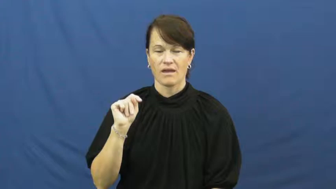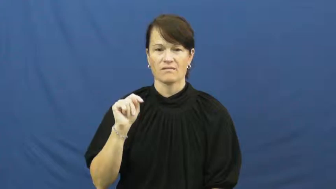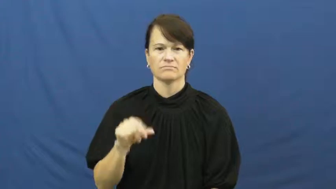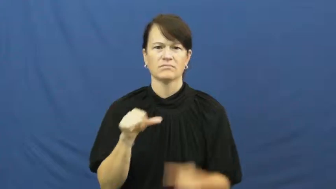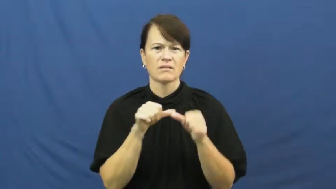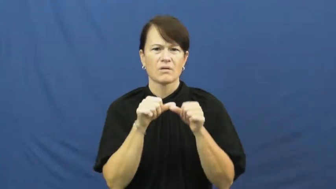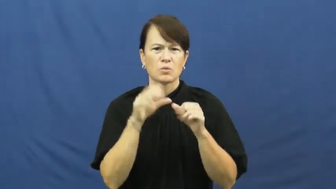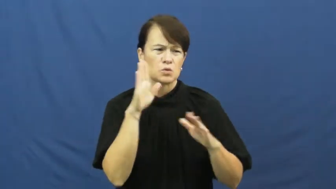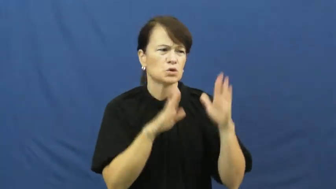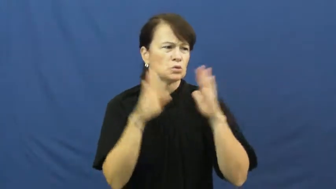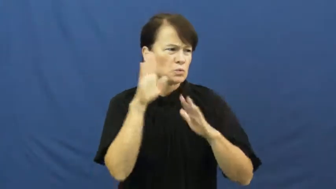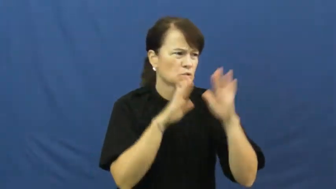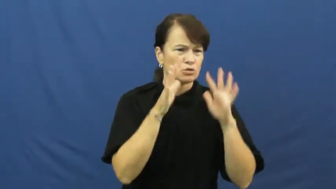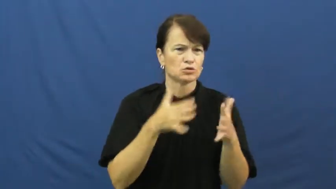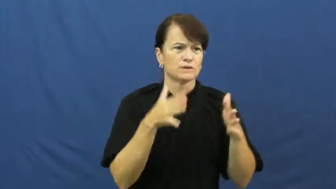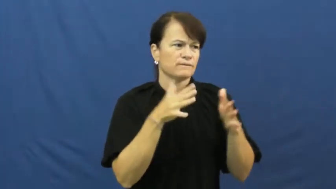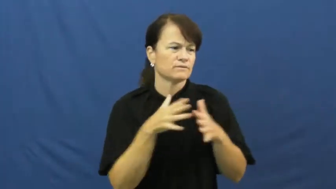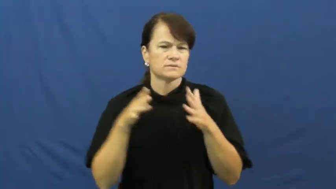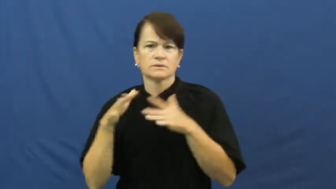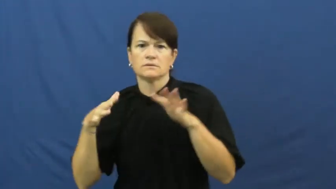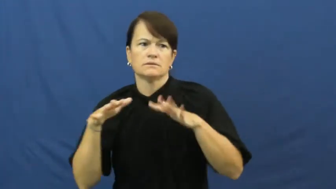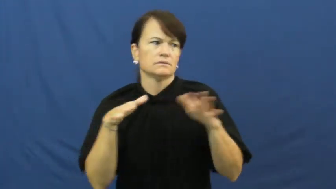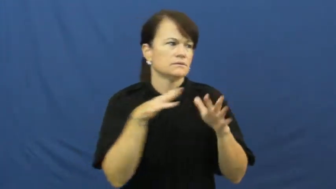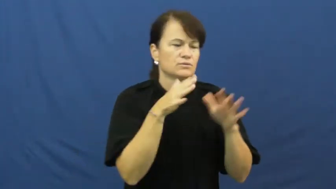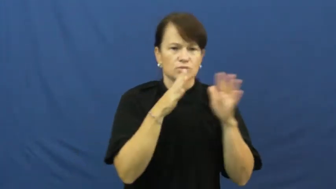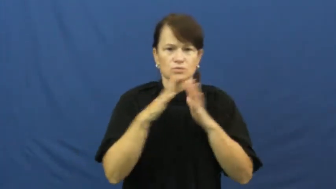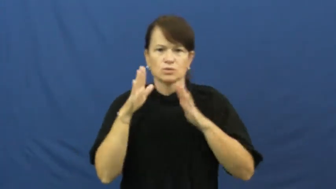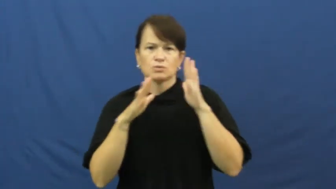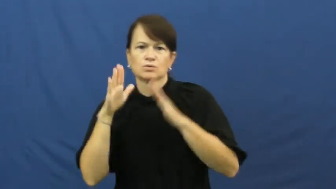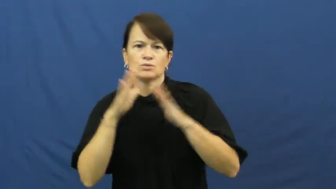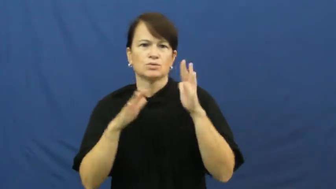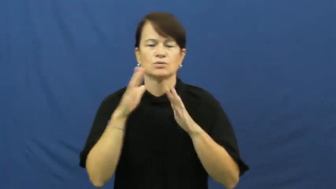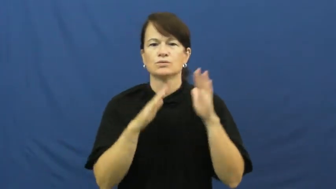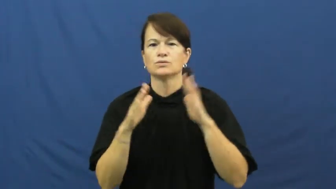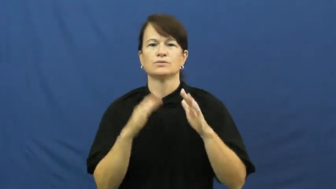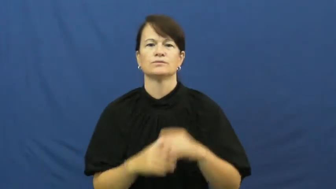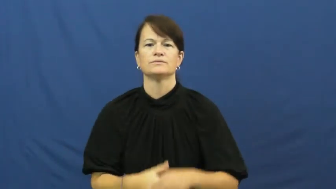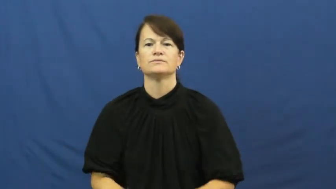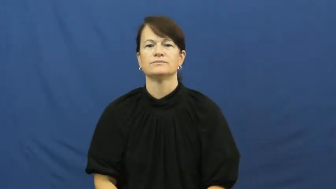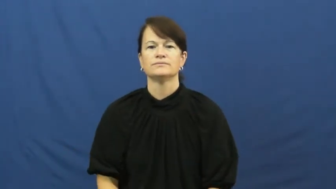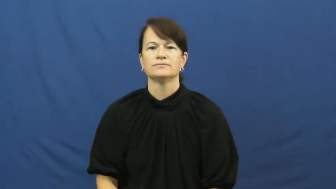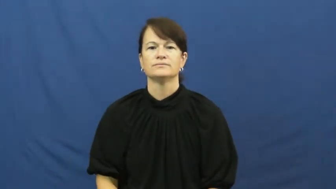fret,consternation,gnaw at-worry